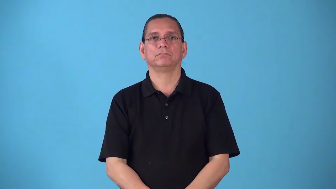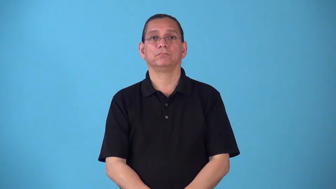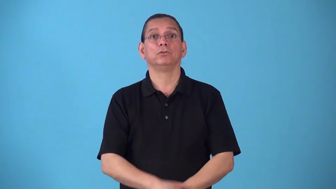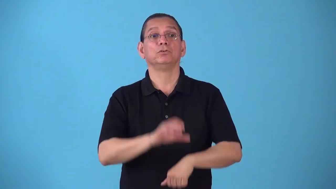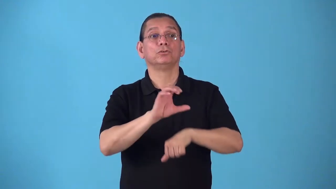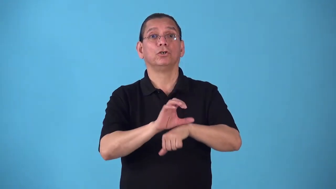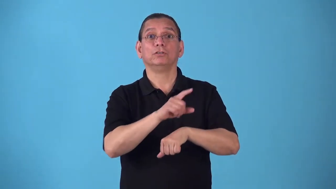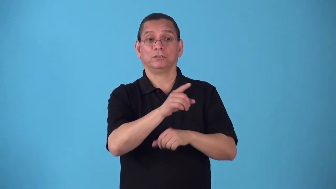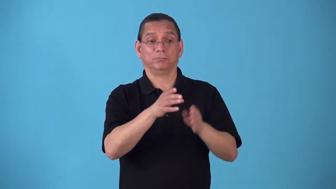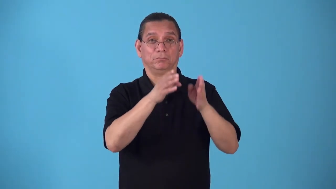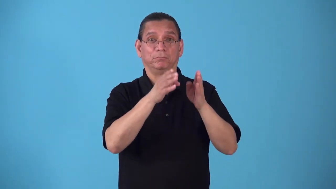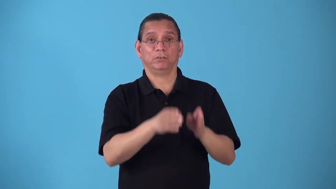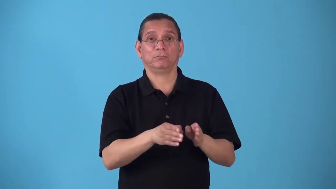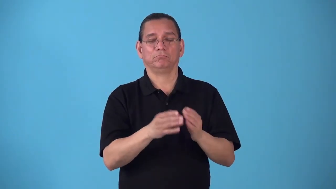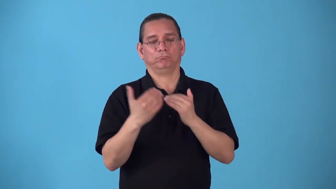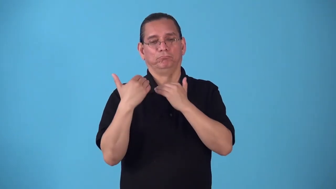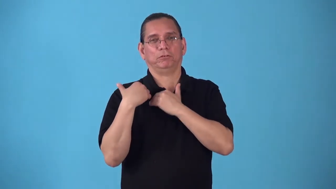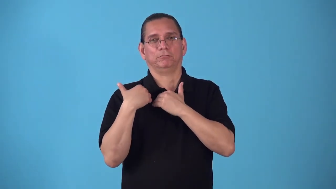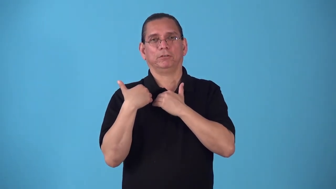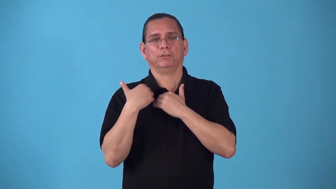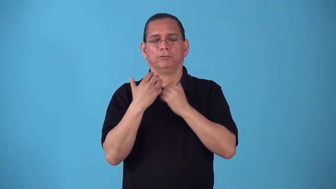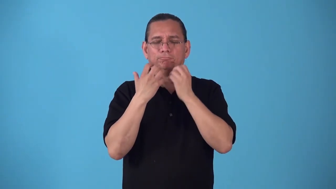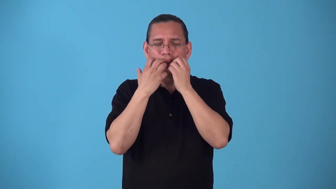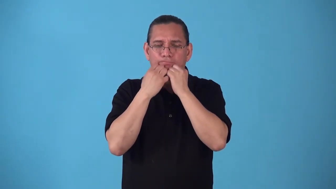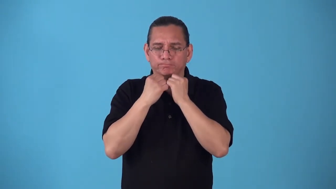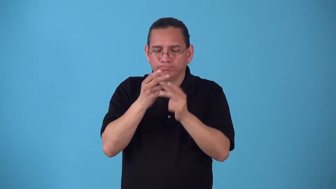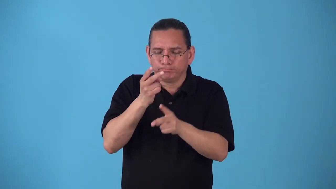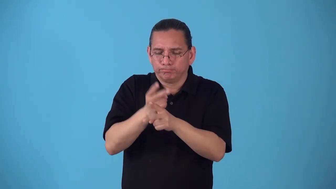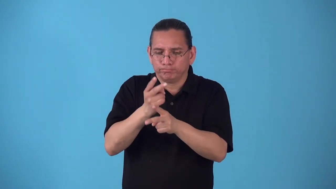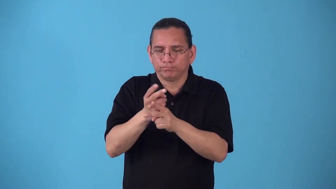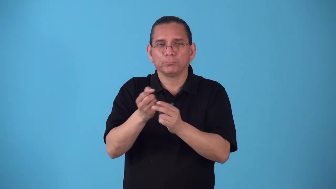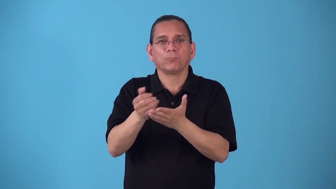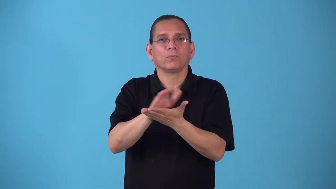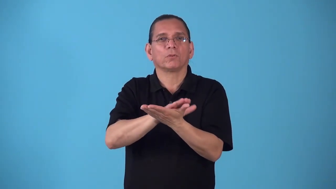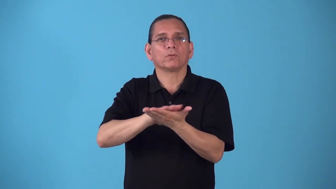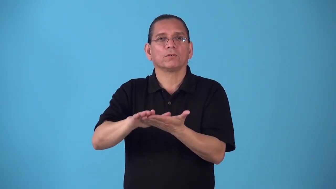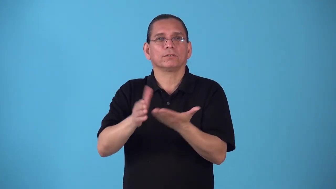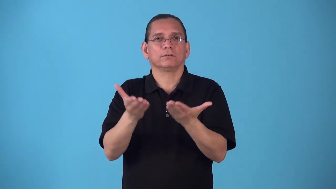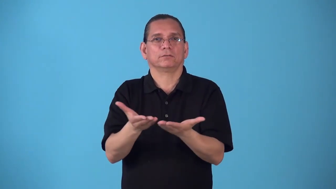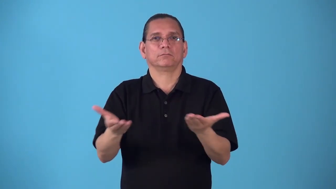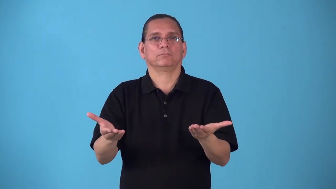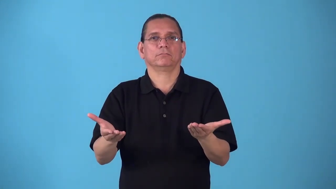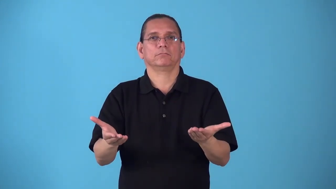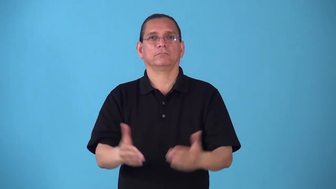sacristan